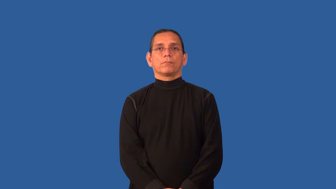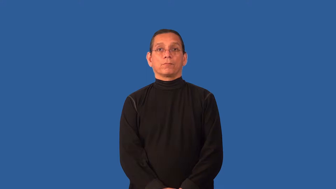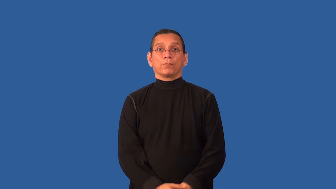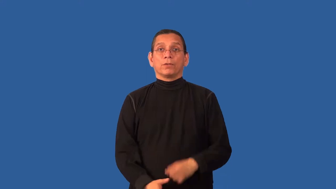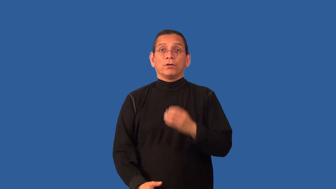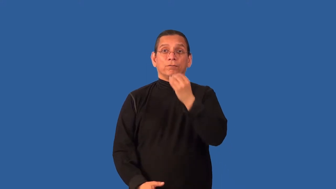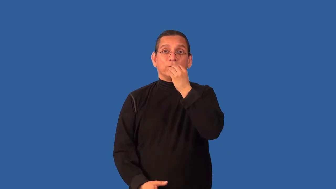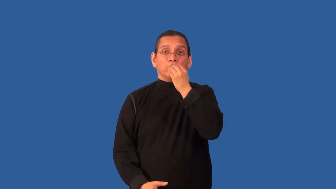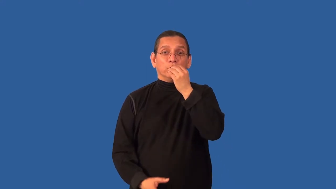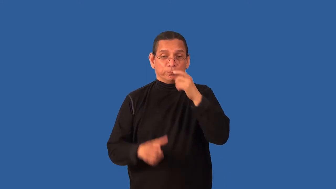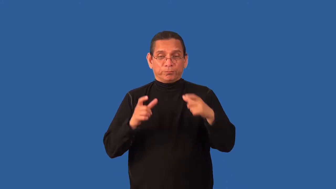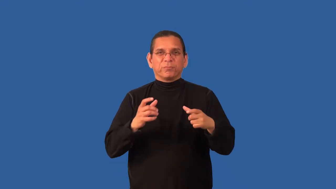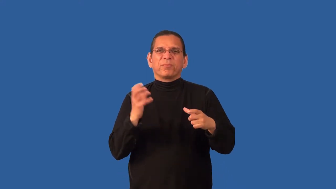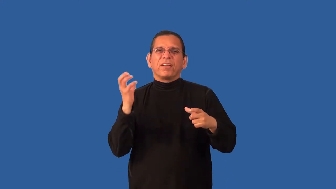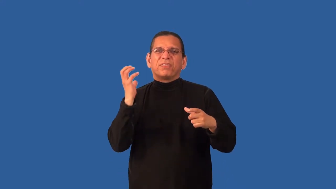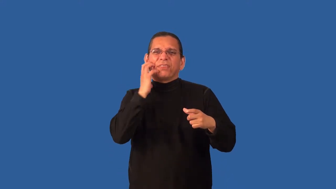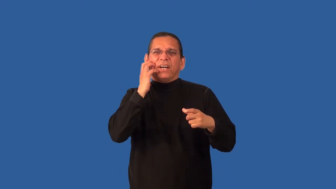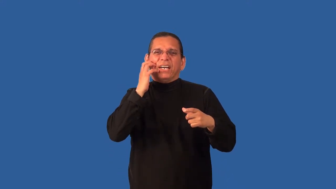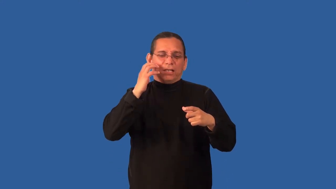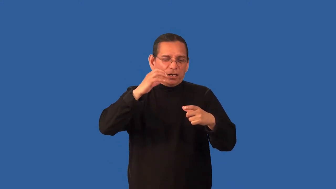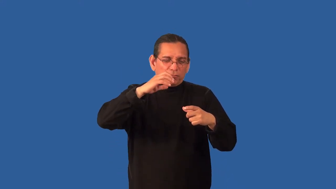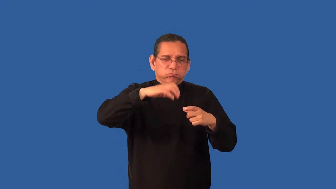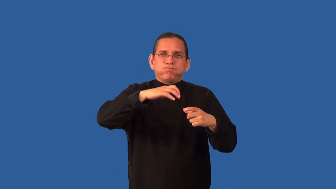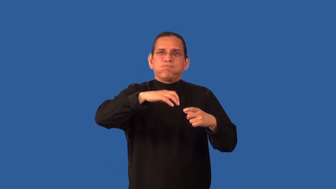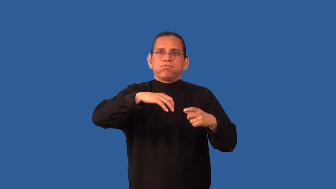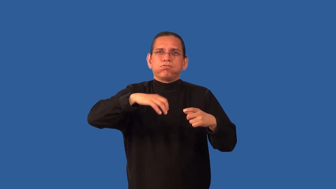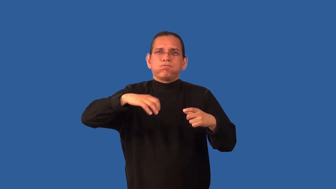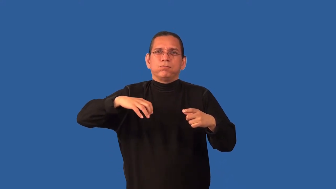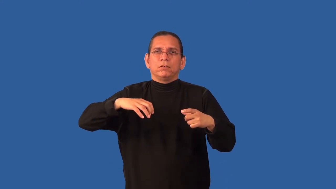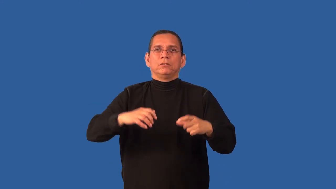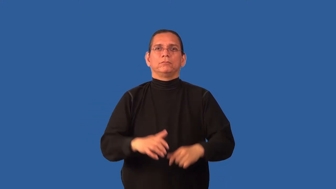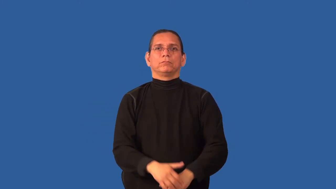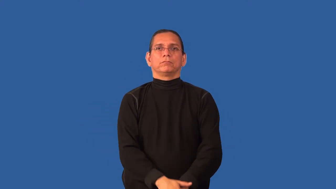chunky-has chunks